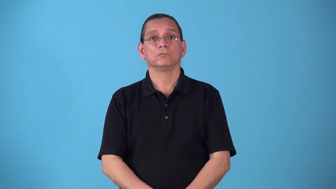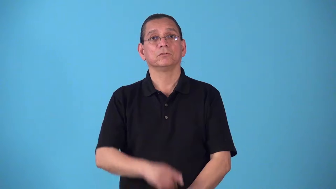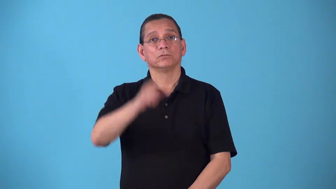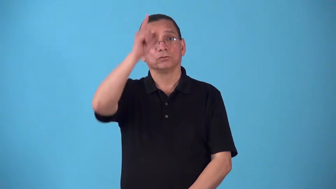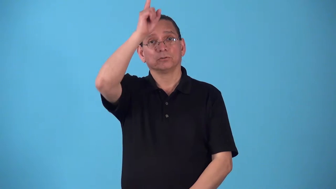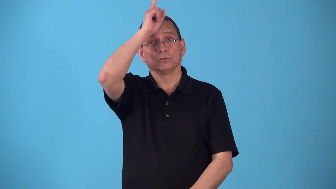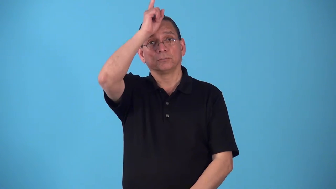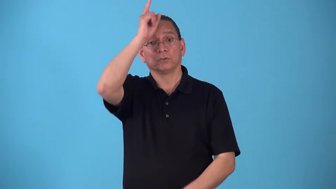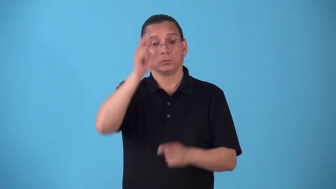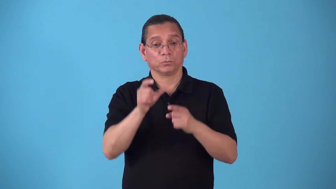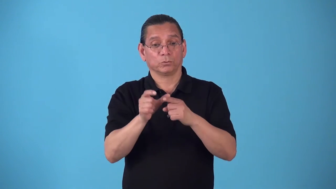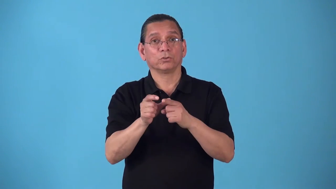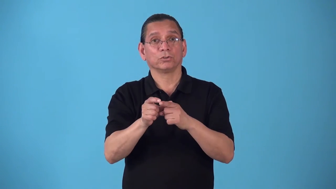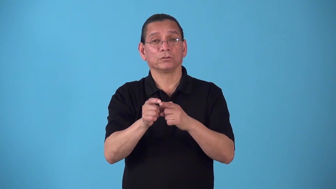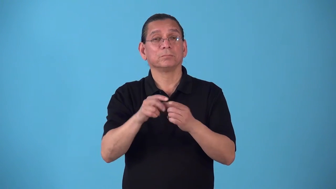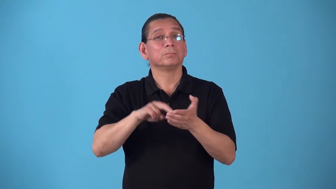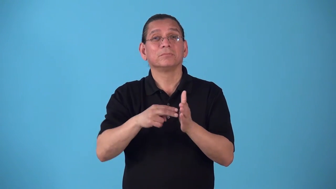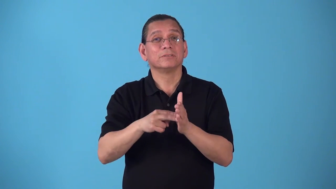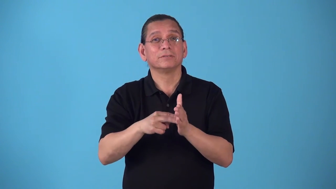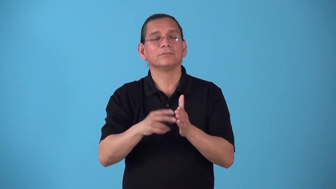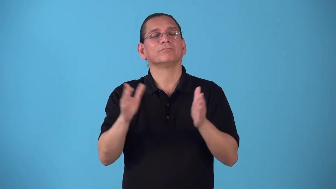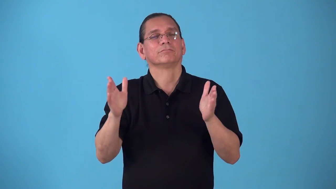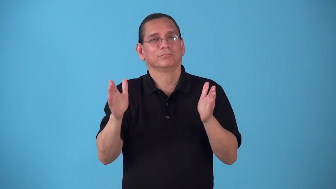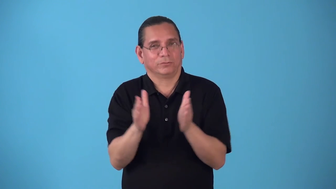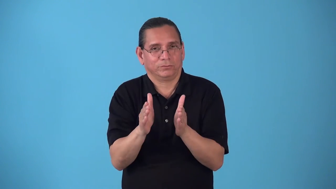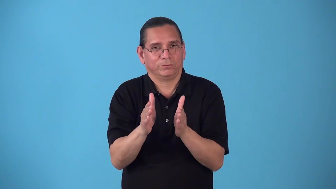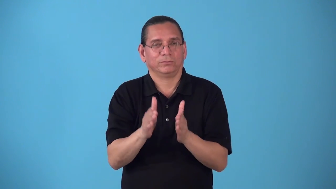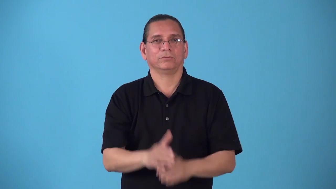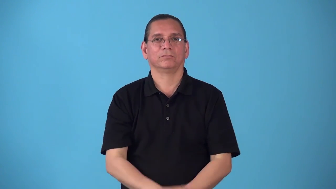schmal